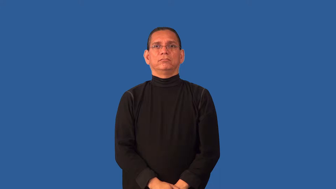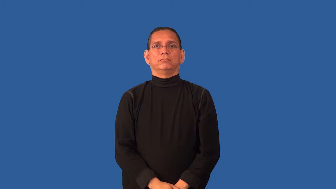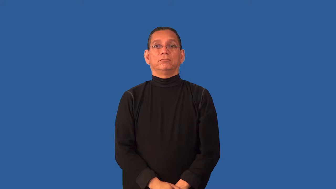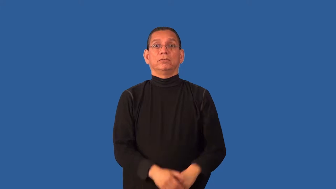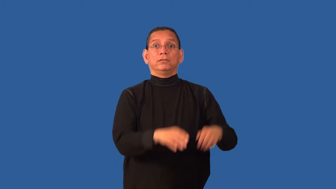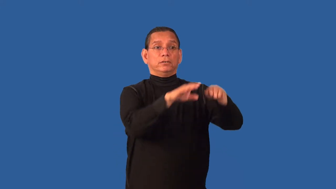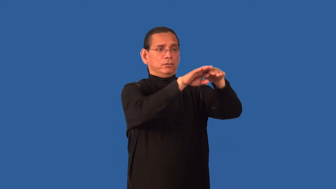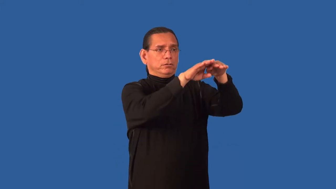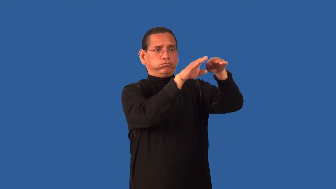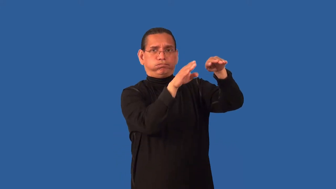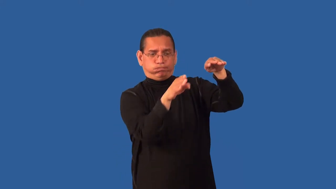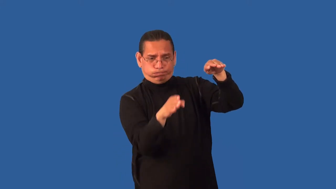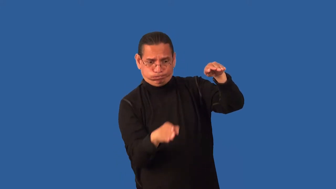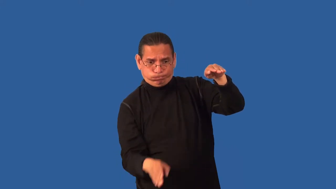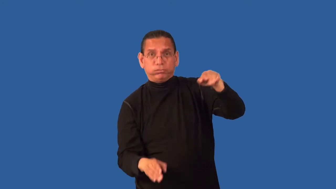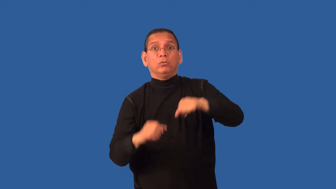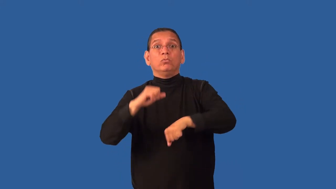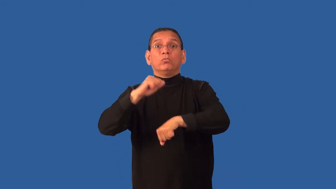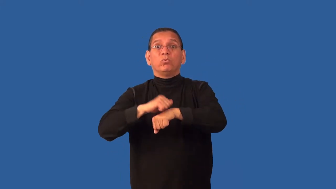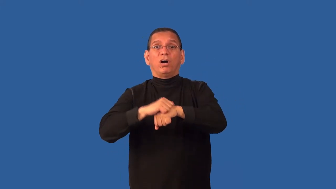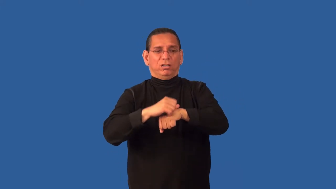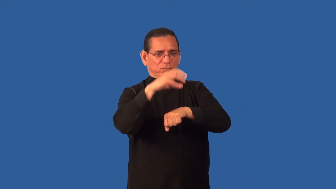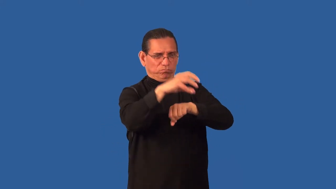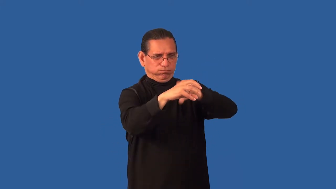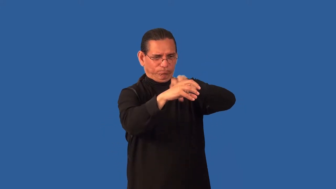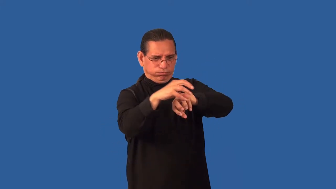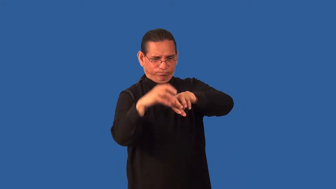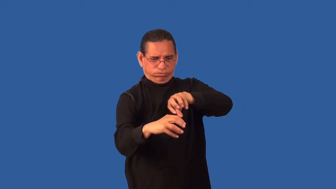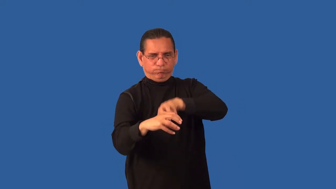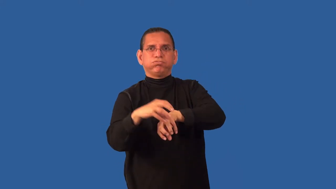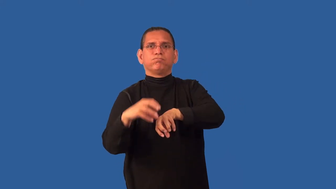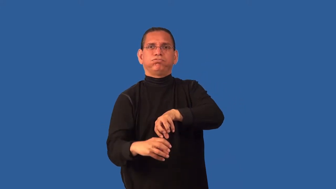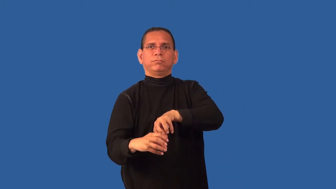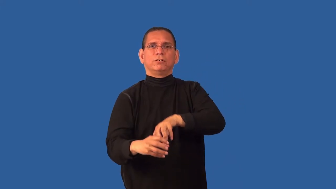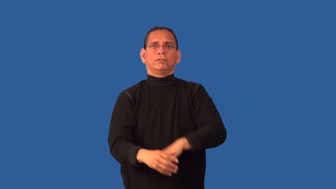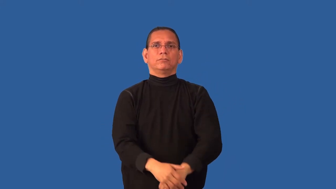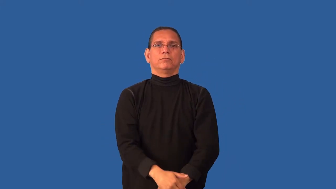craggy-rocks